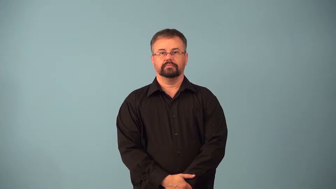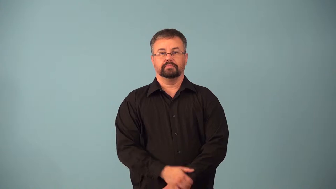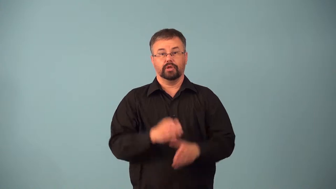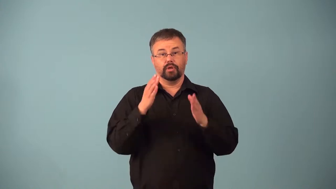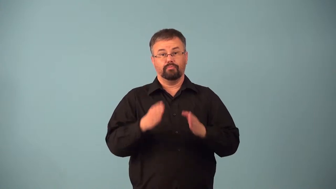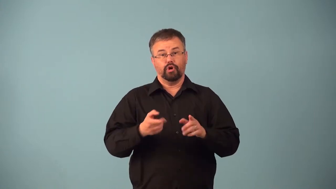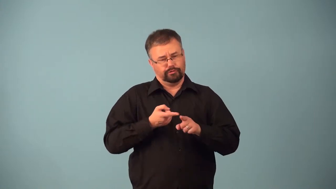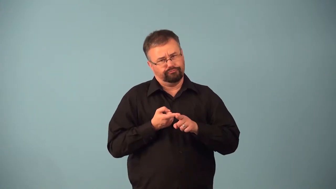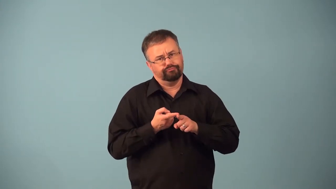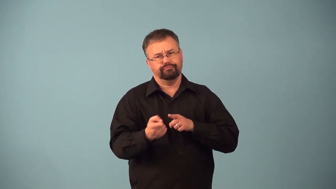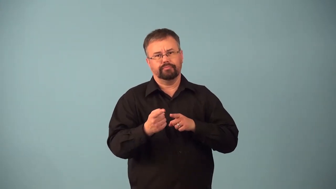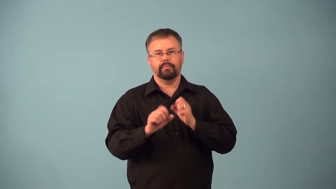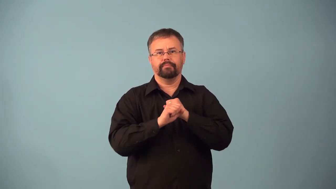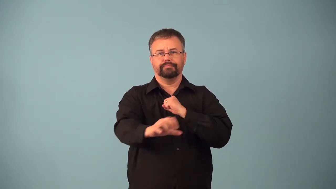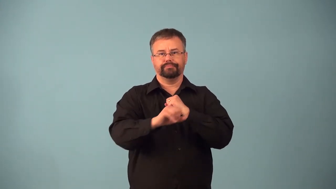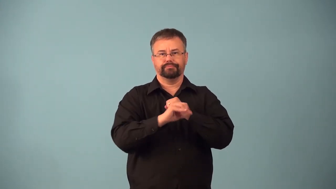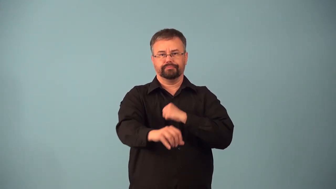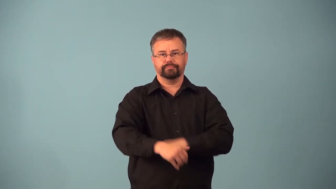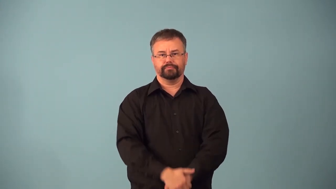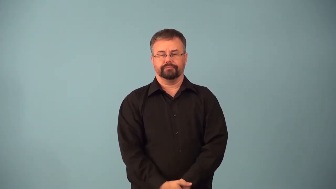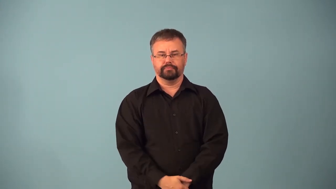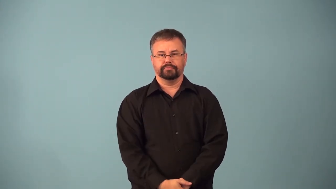adman